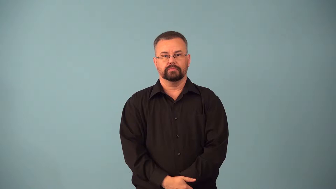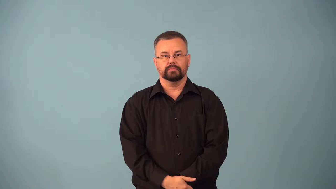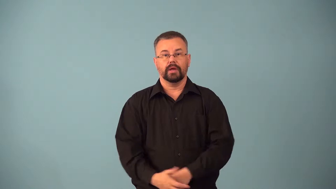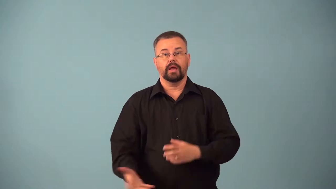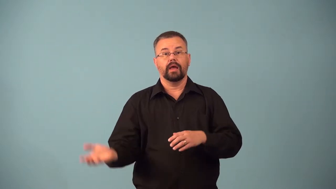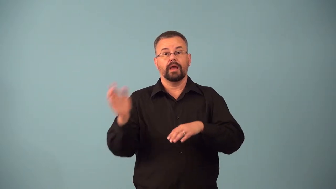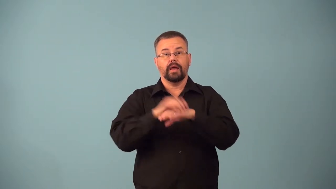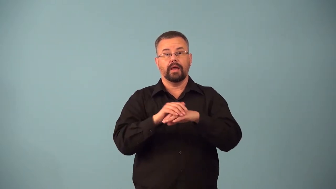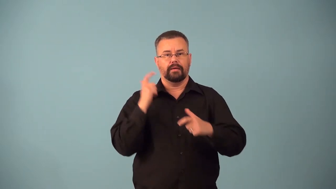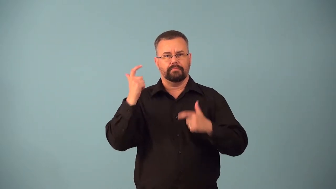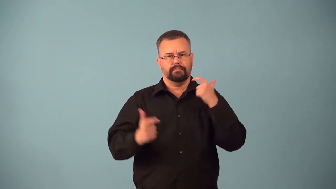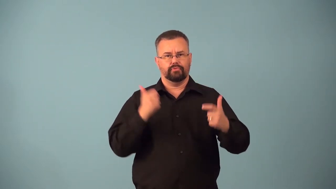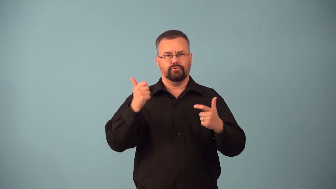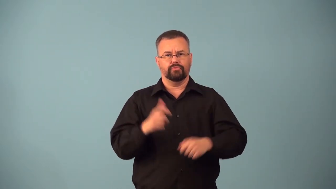augmenter